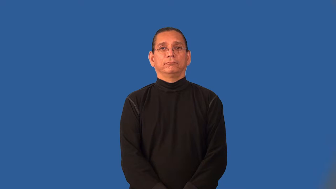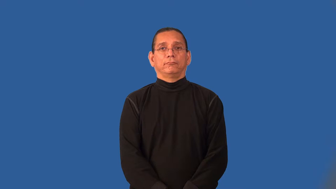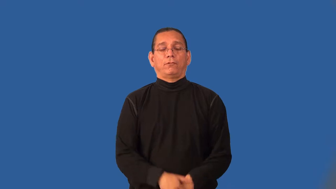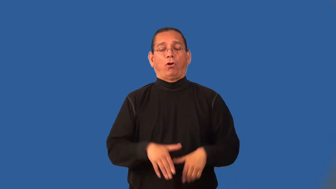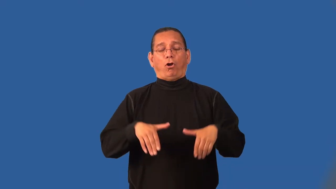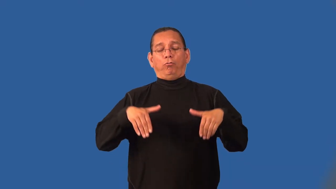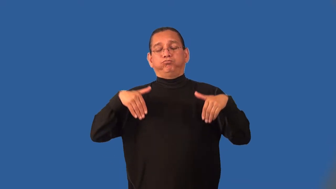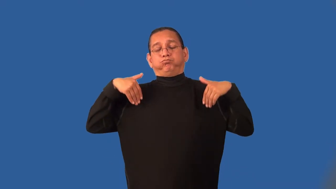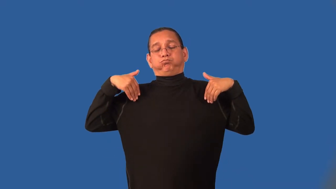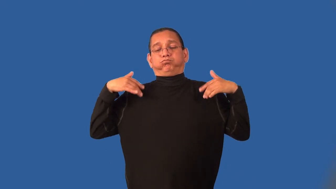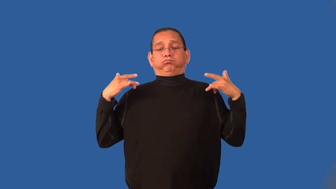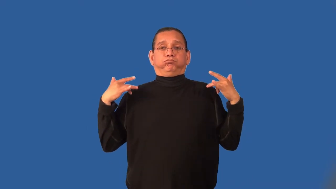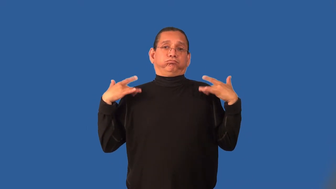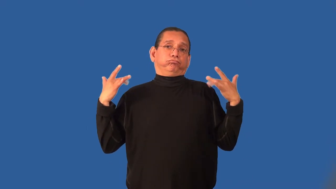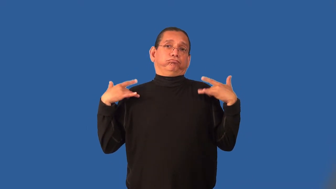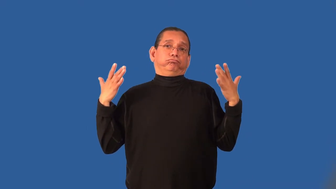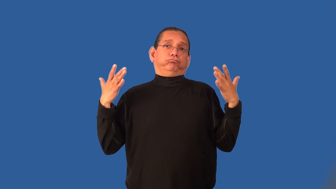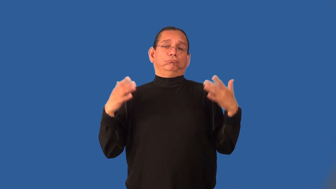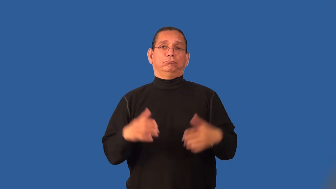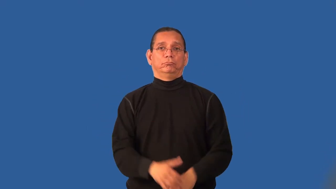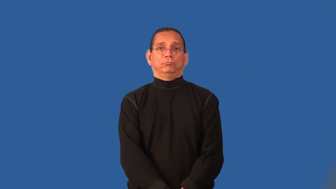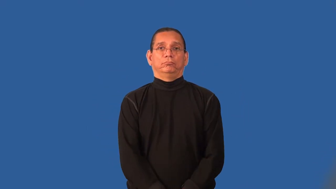inaction